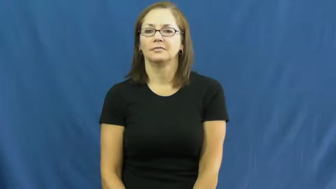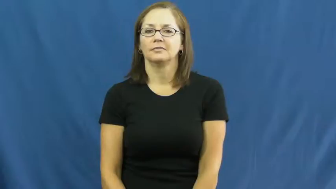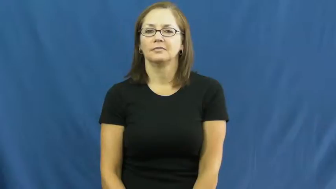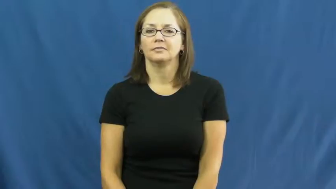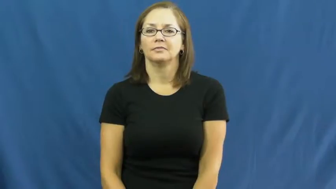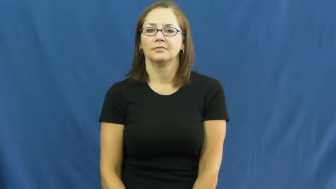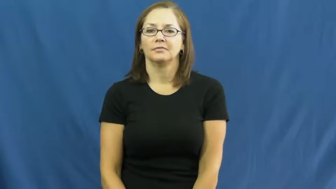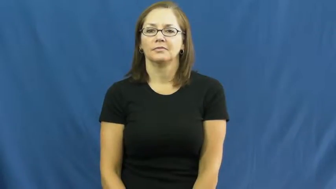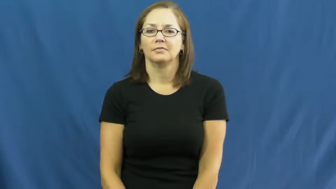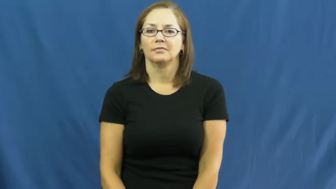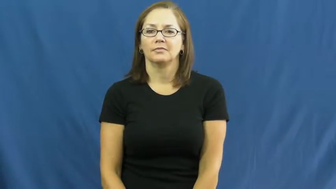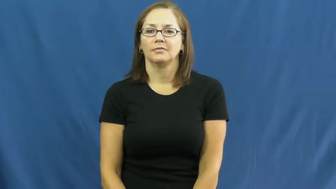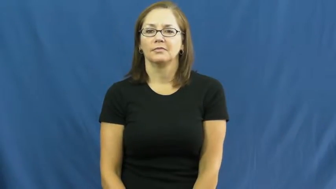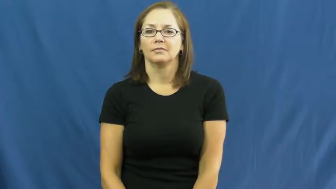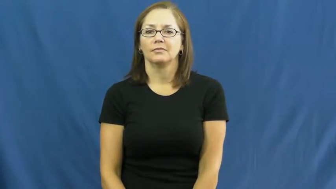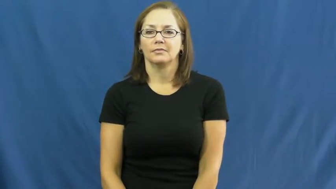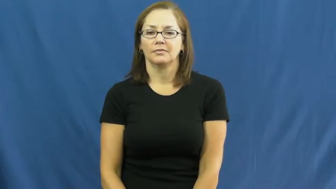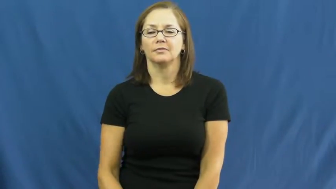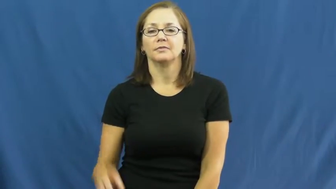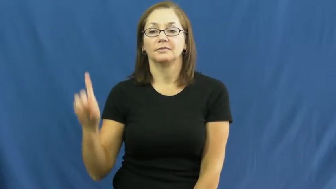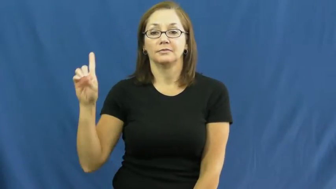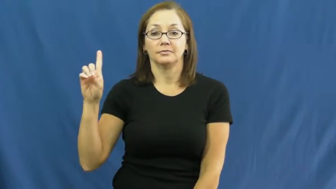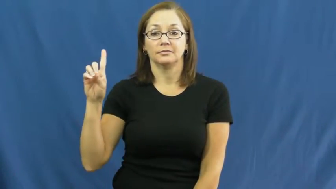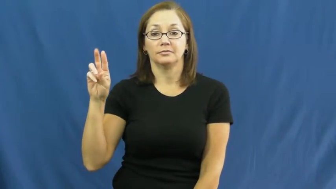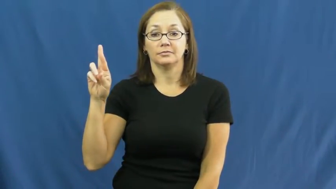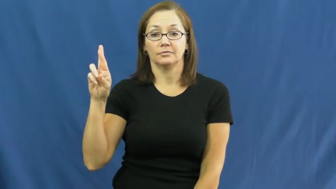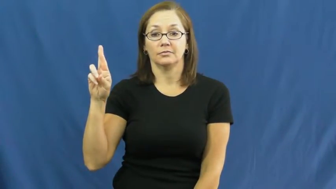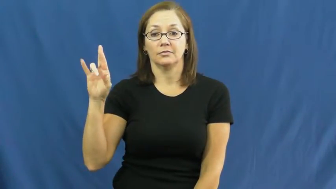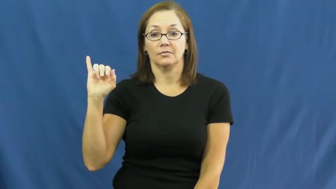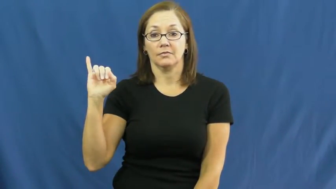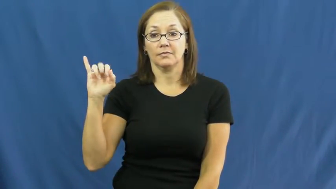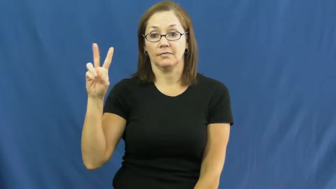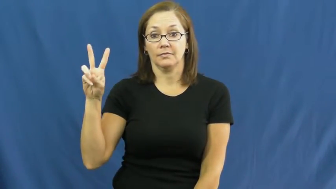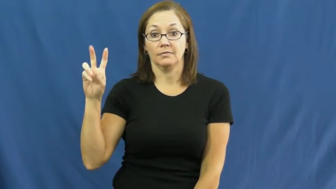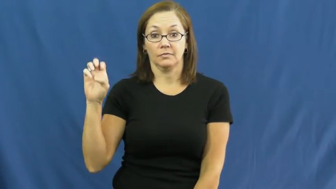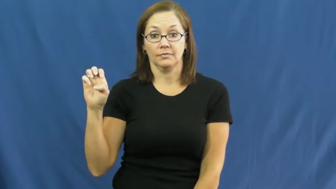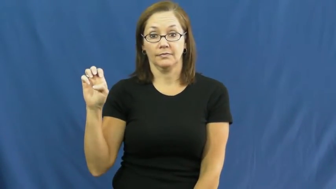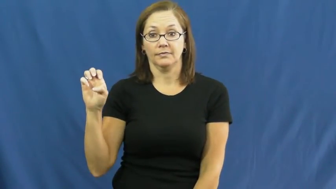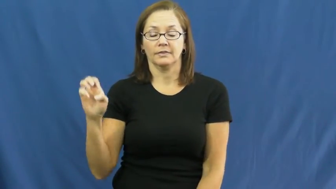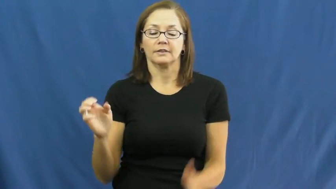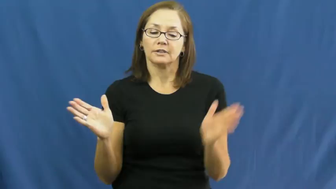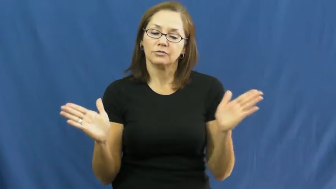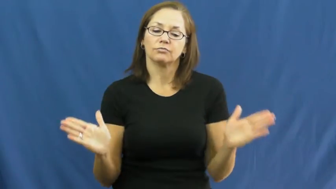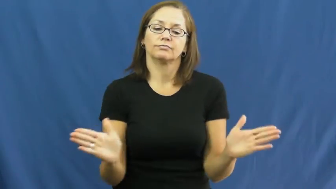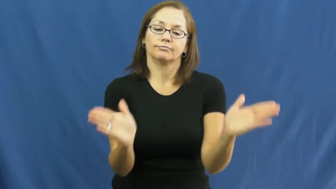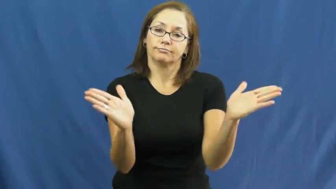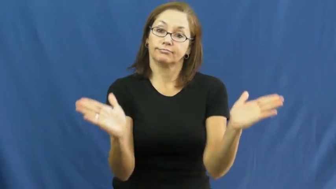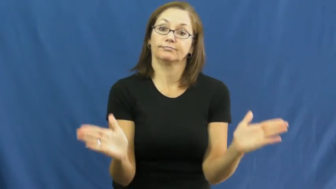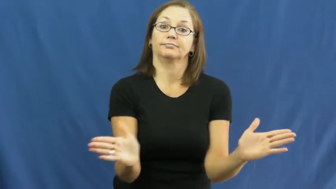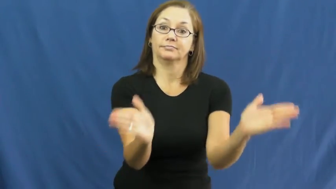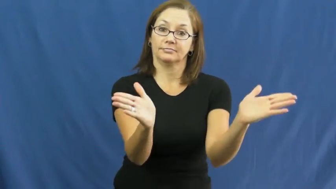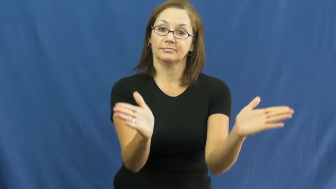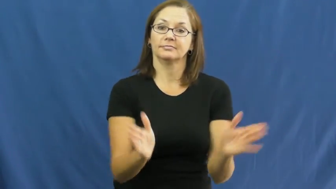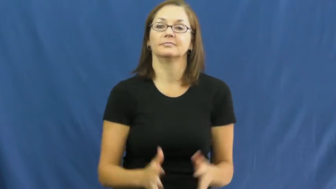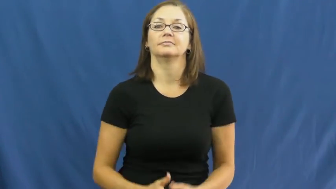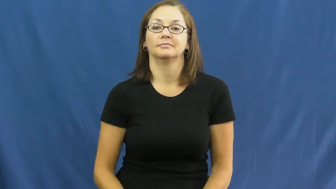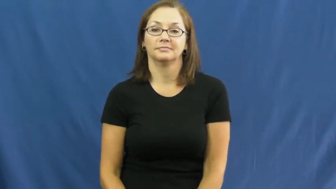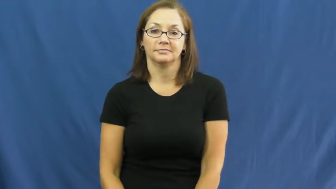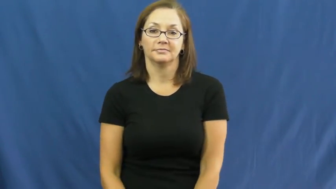drive-urge